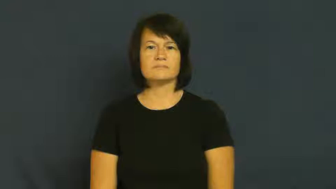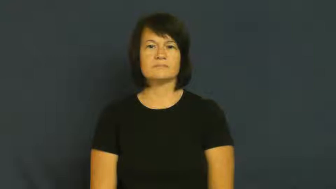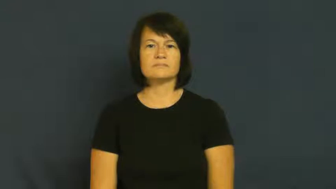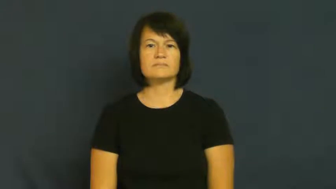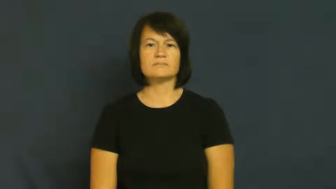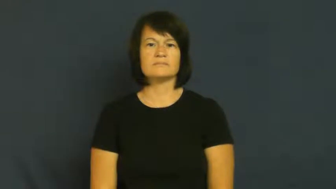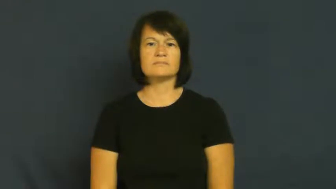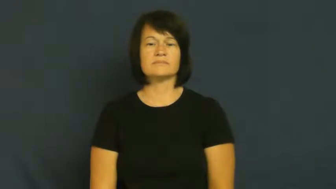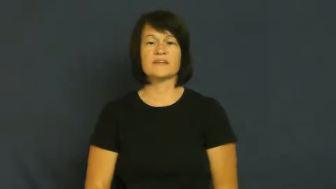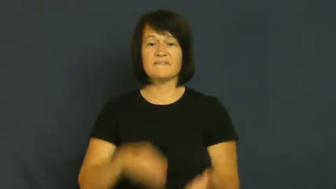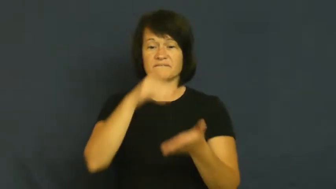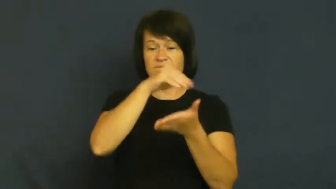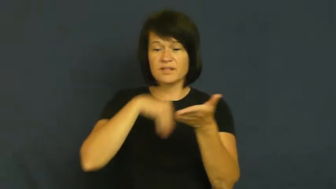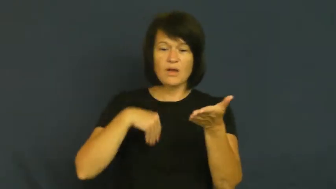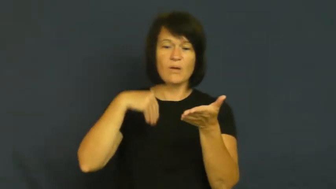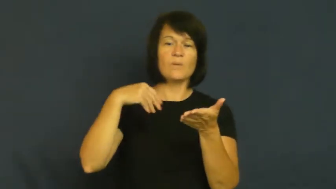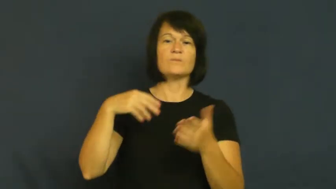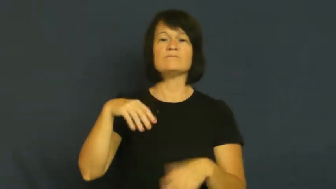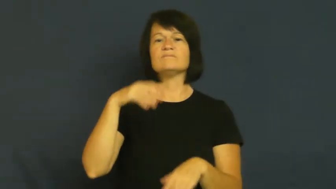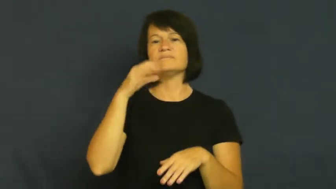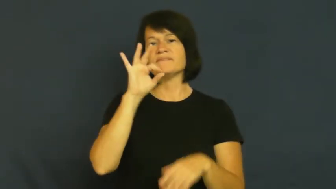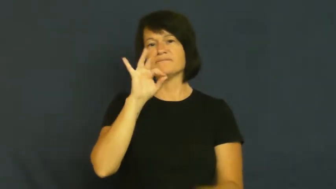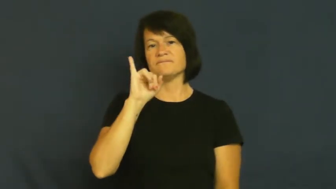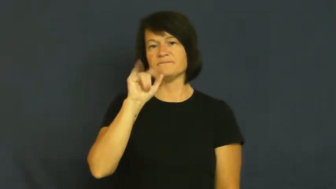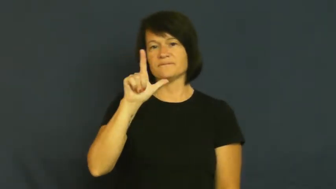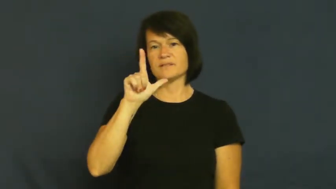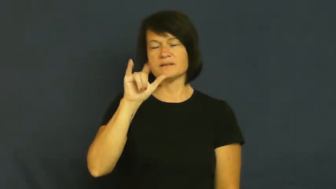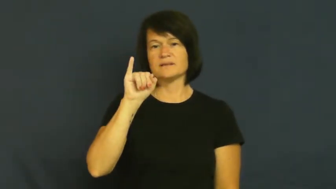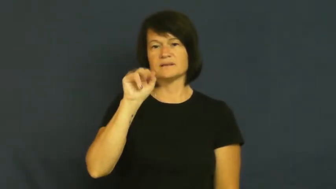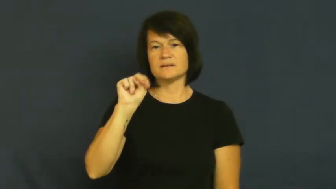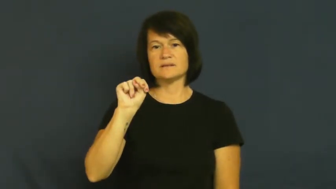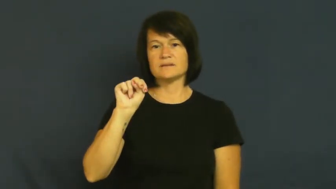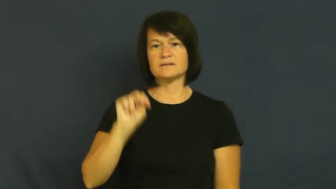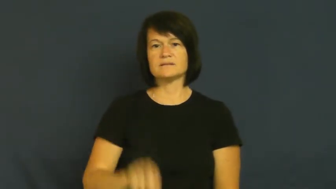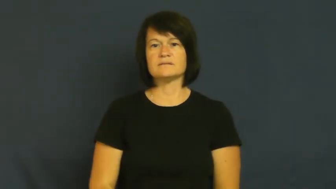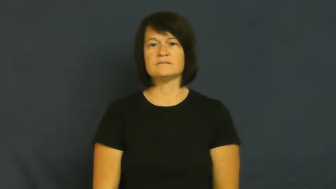fill in,fill out-document